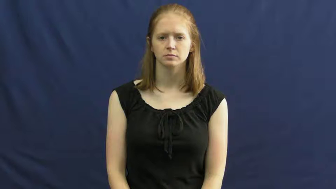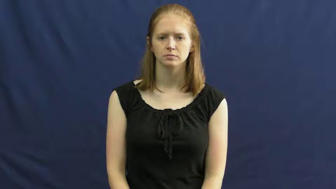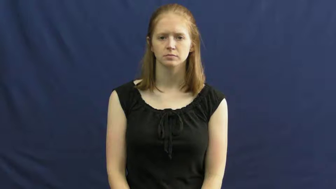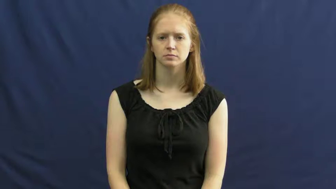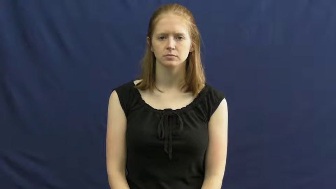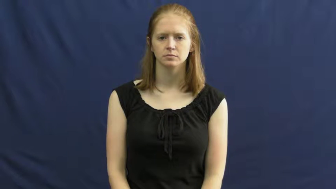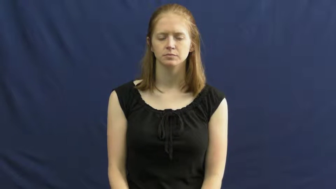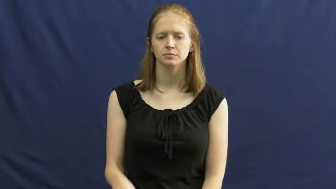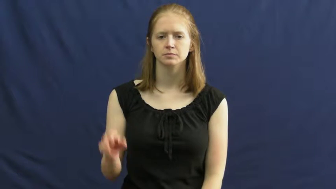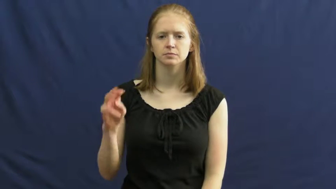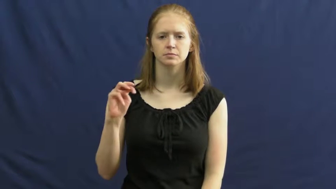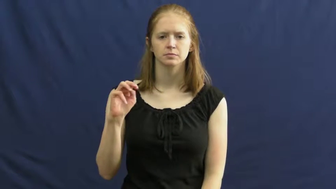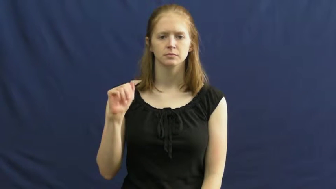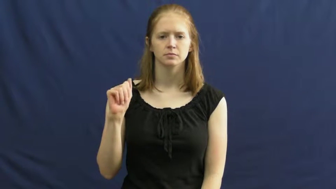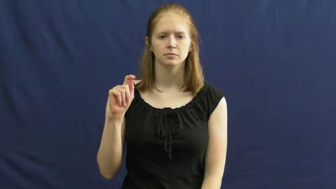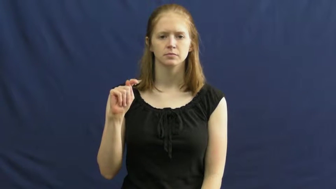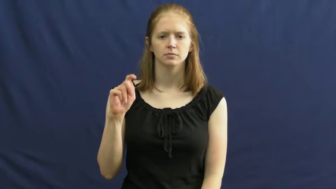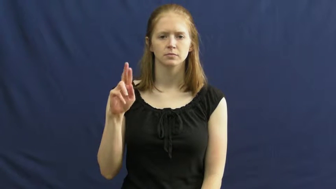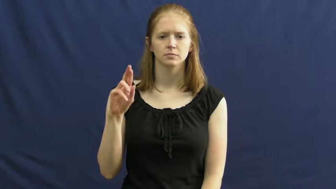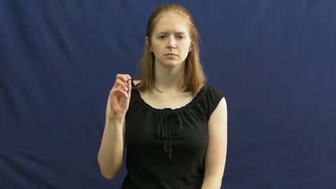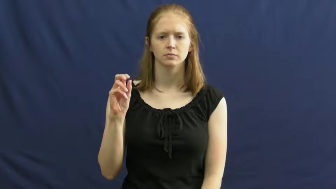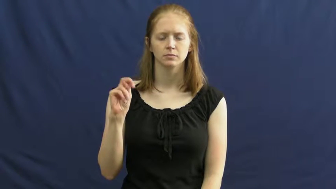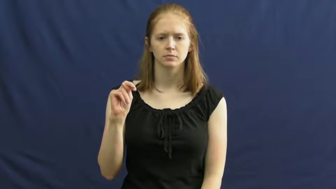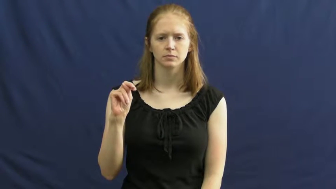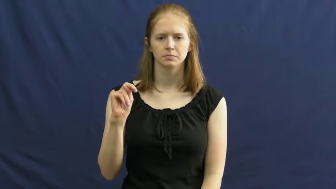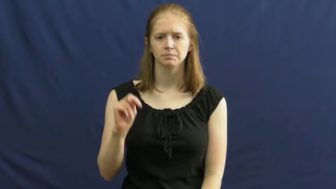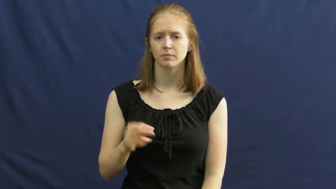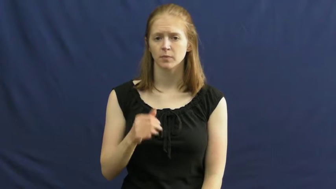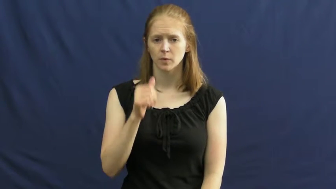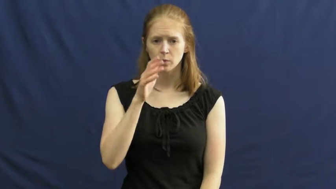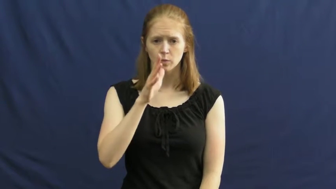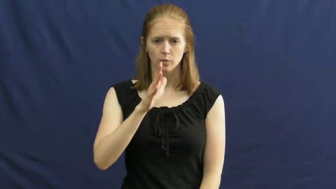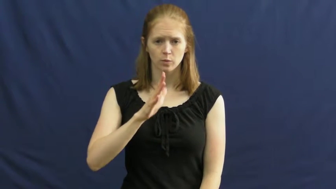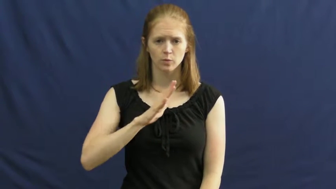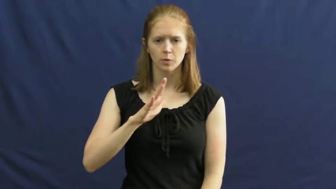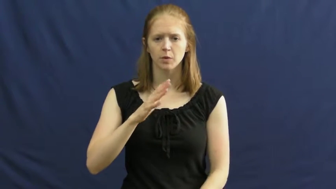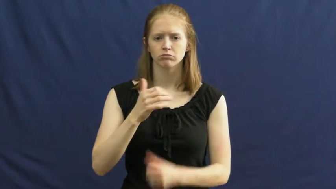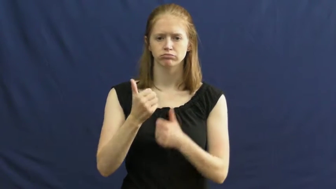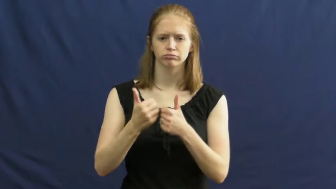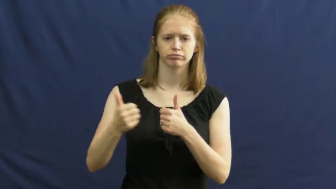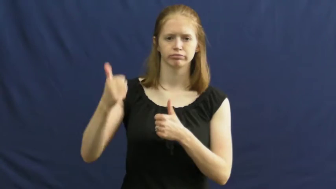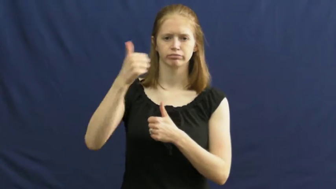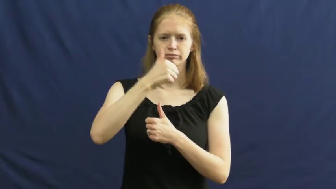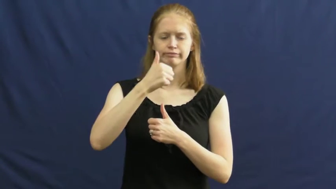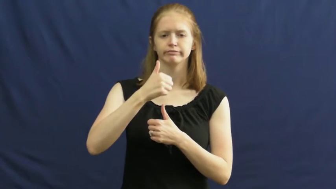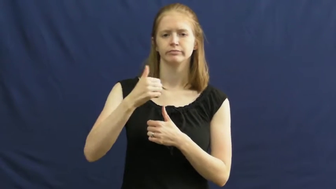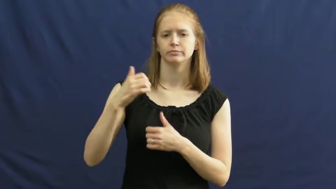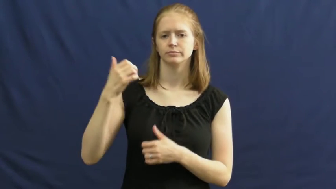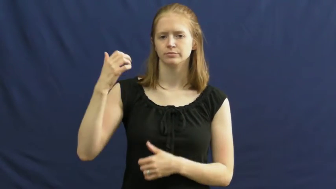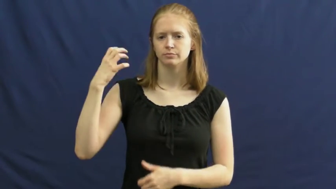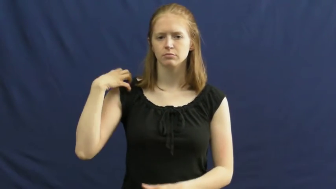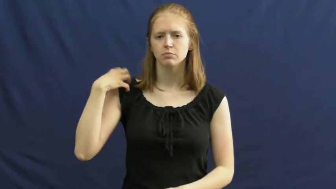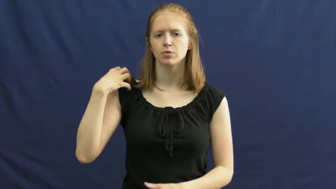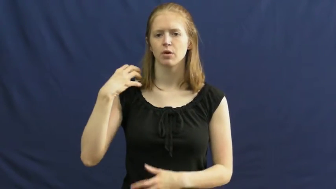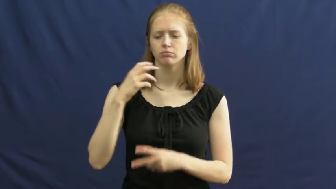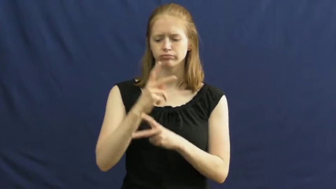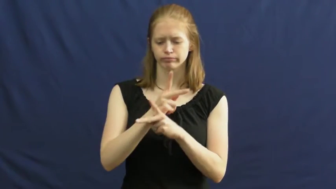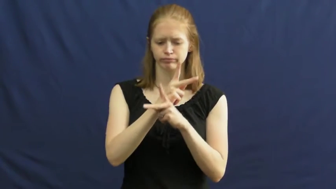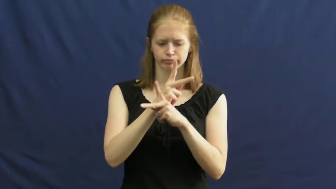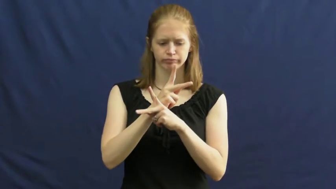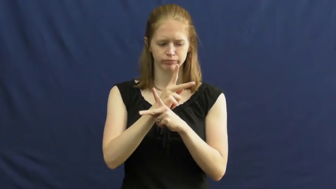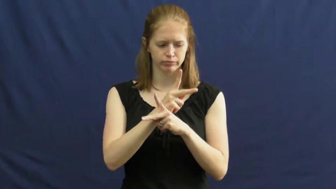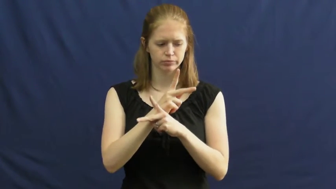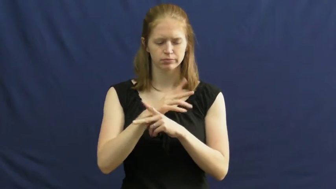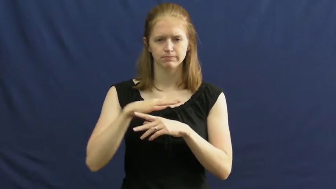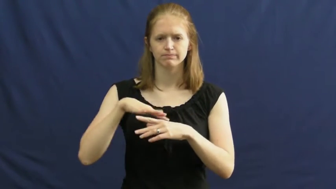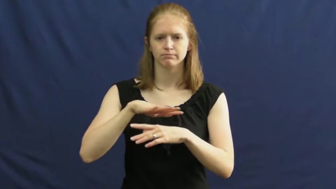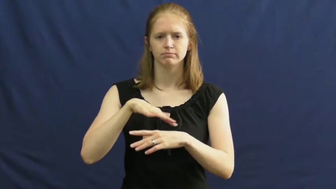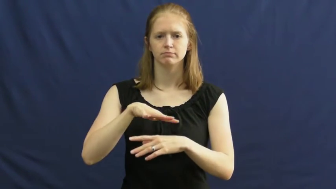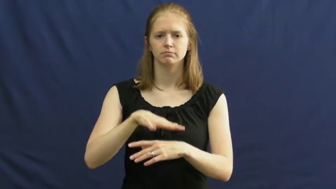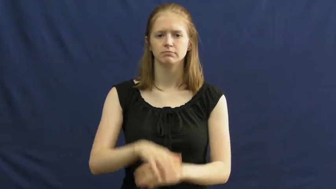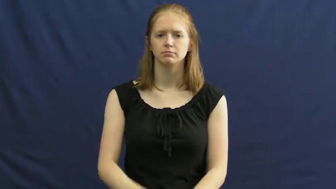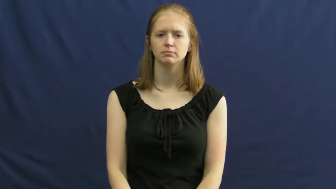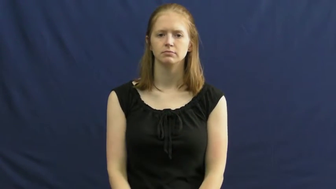matron